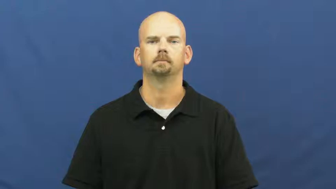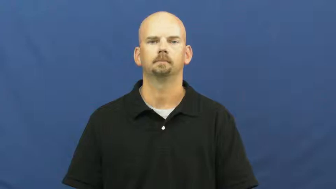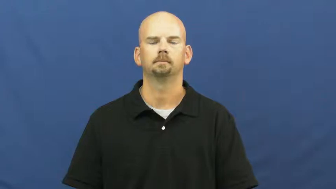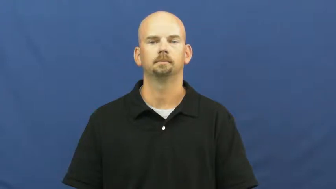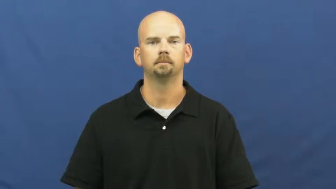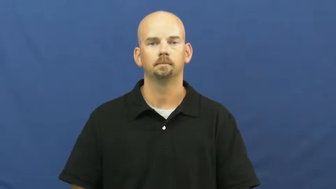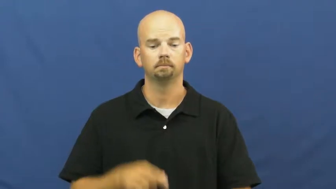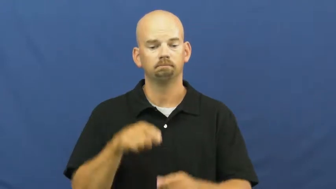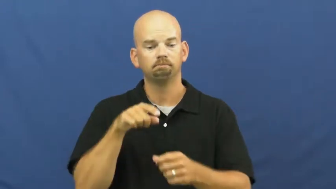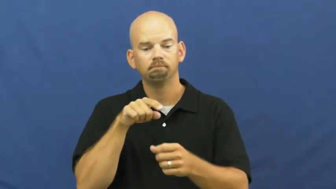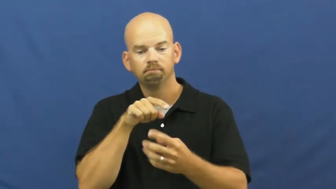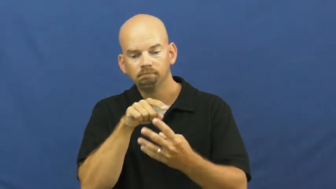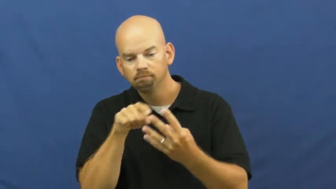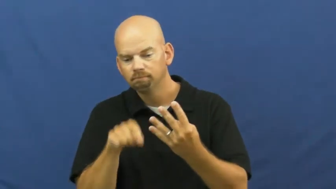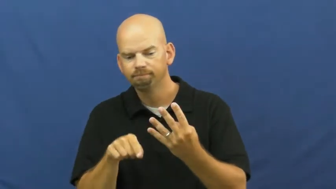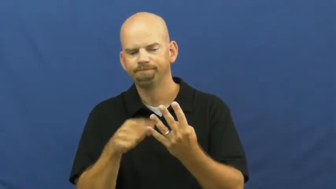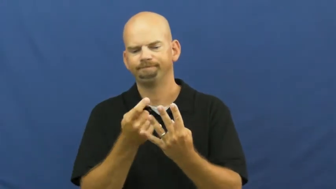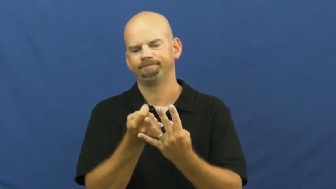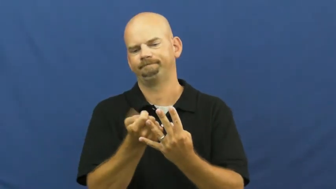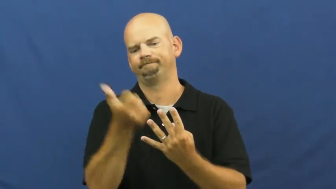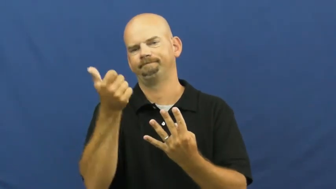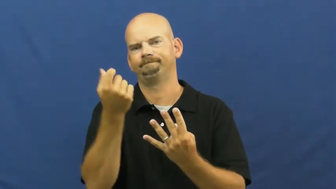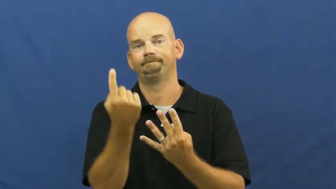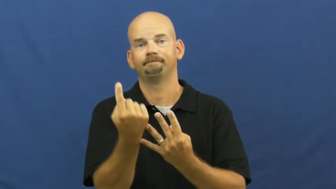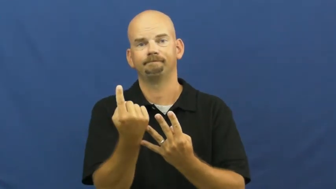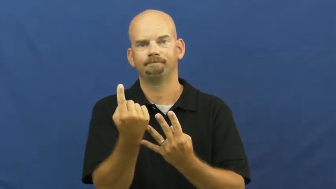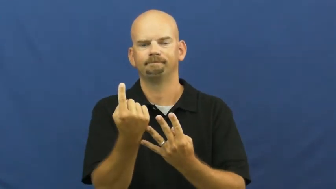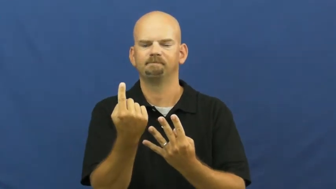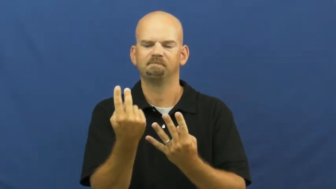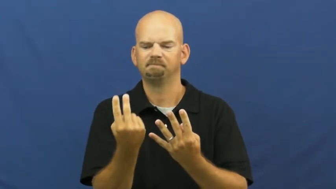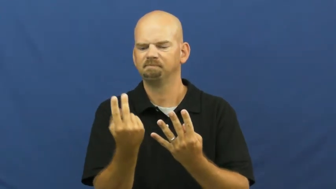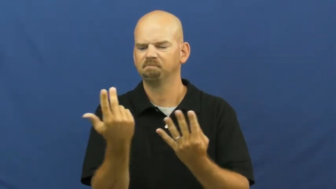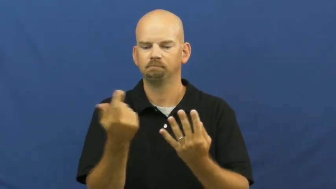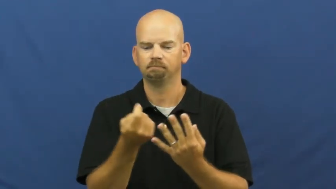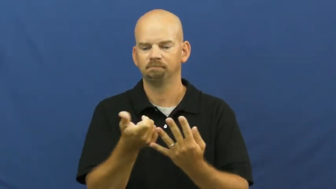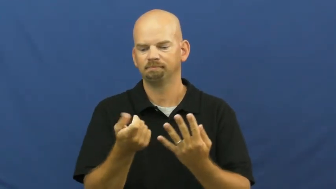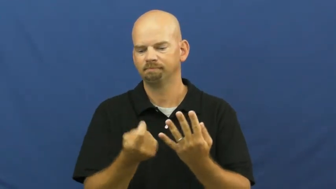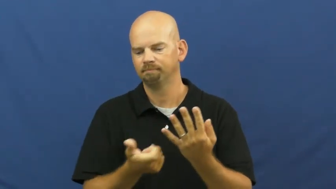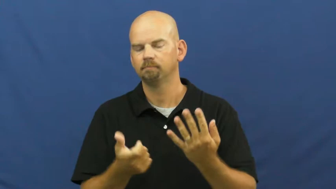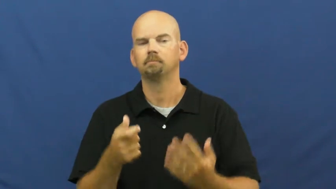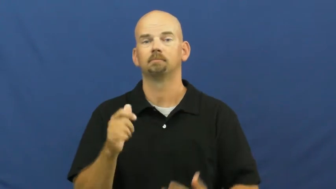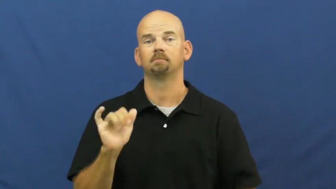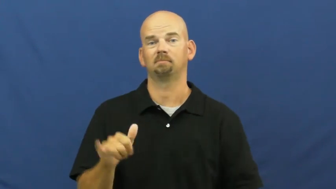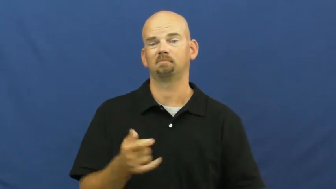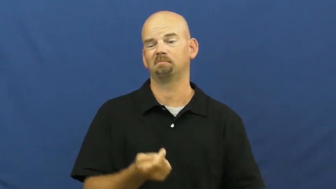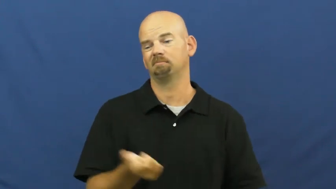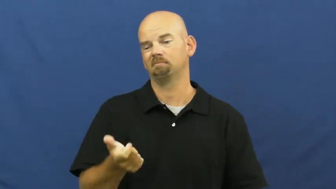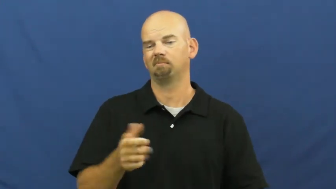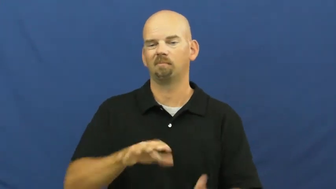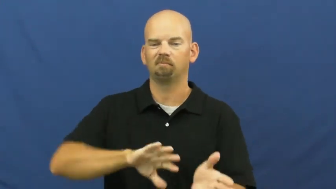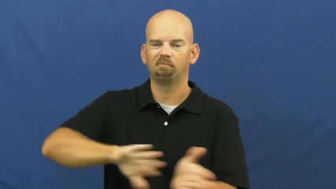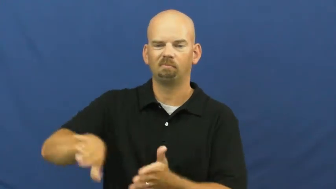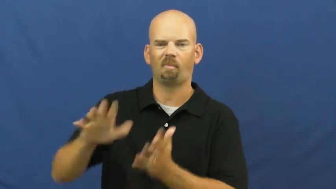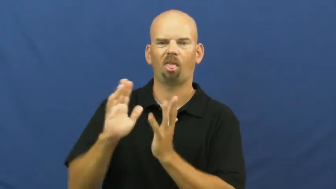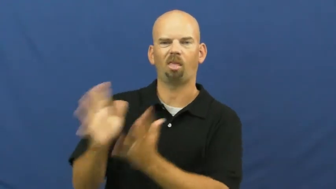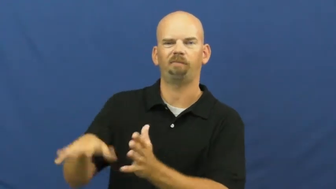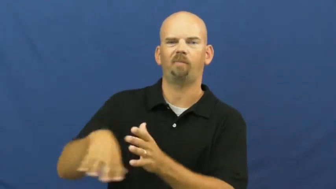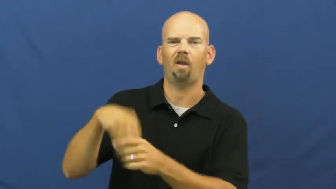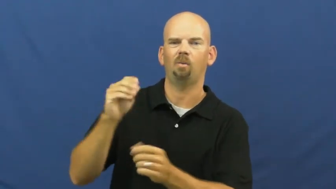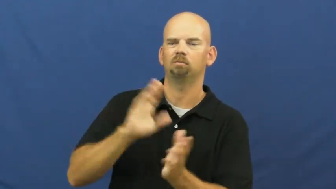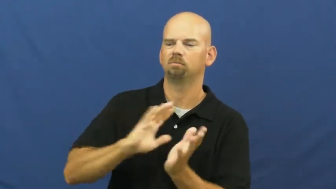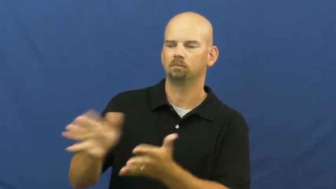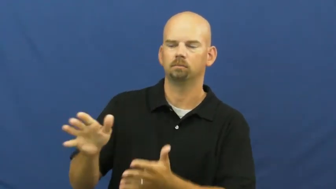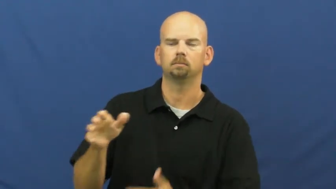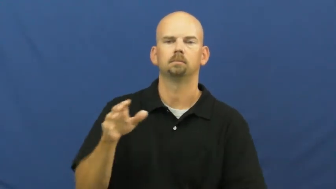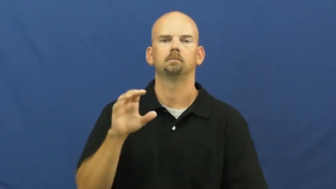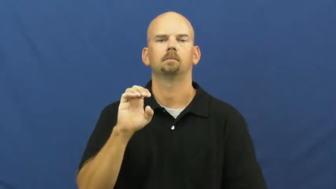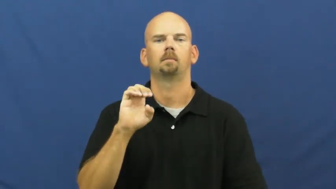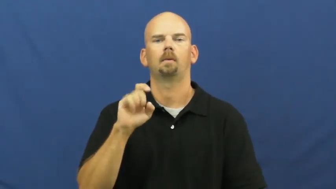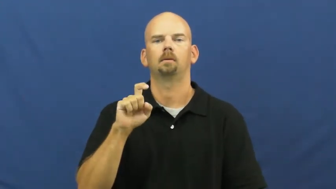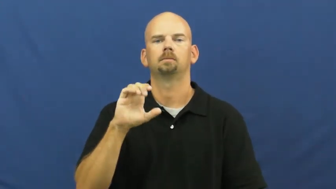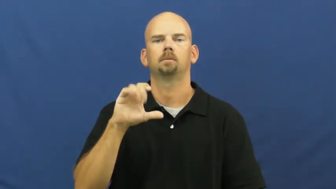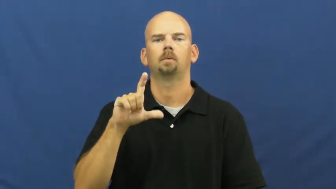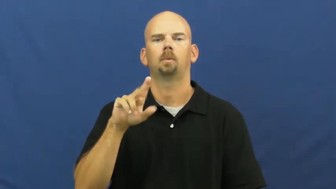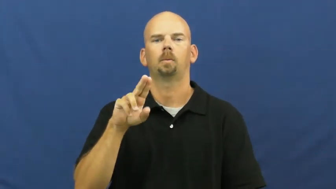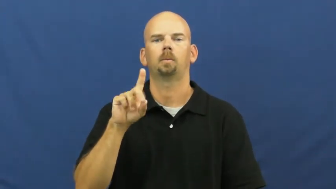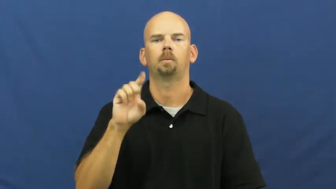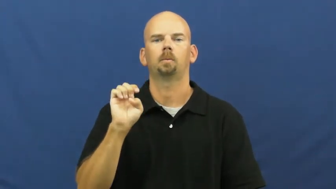exclude